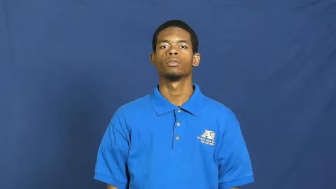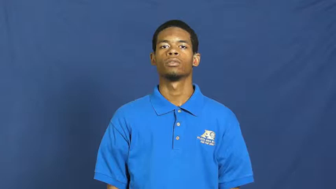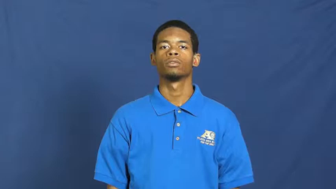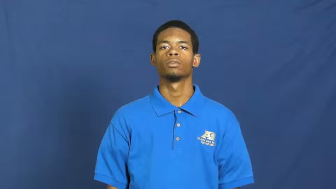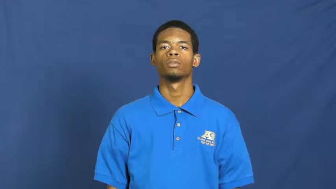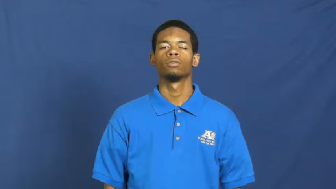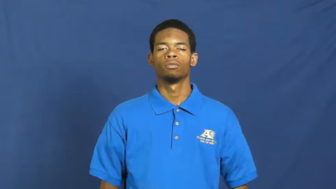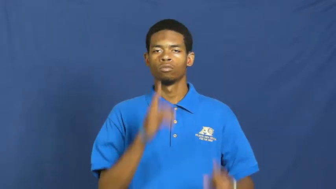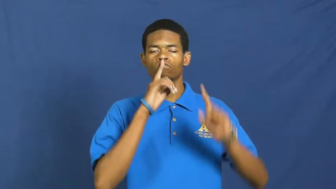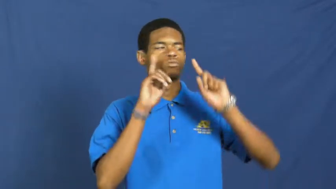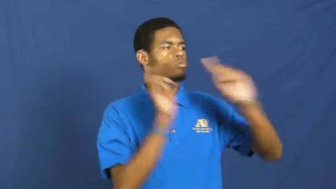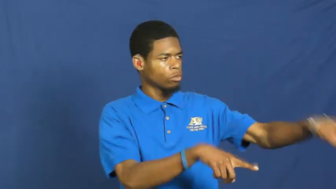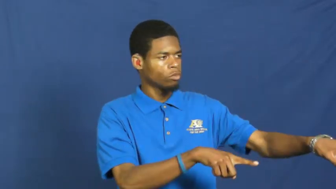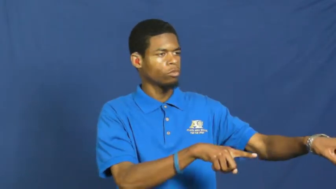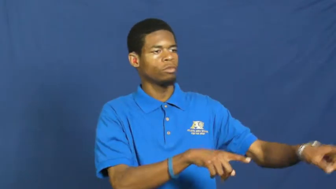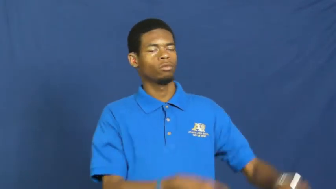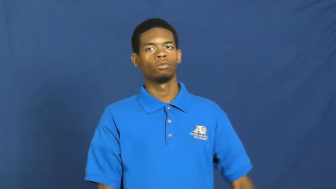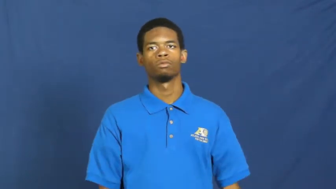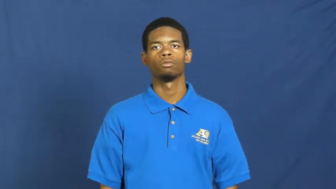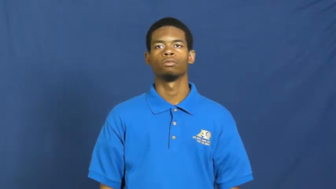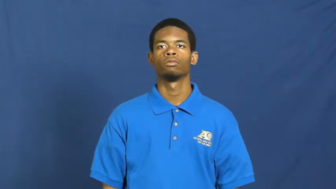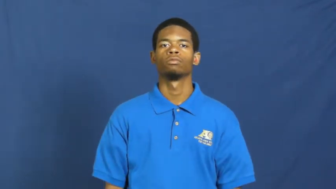edict